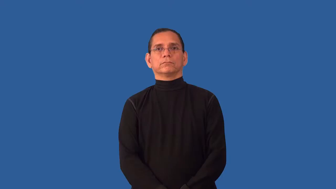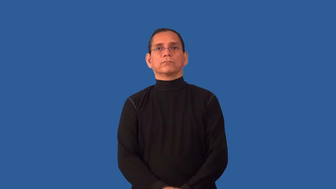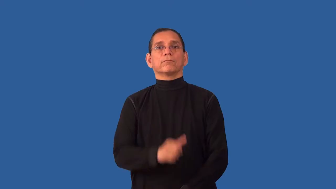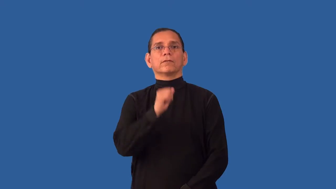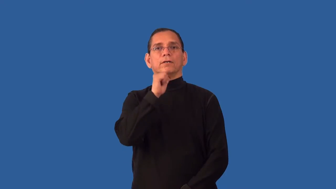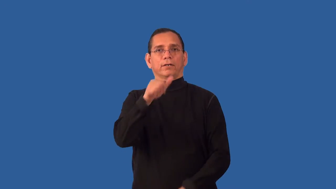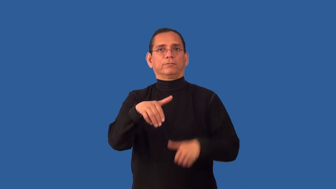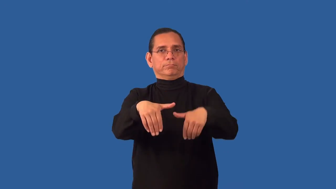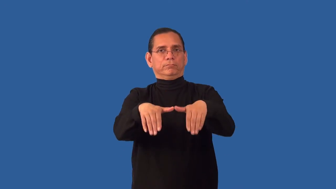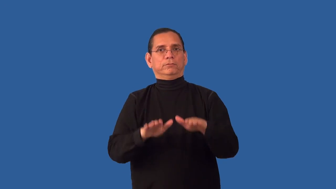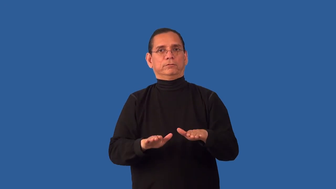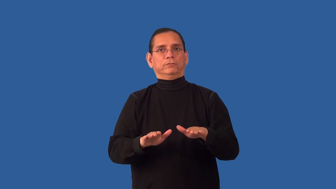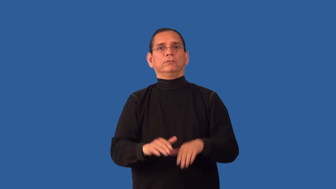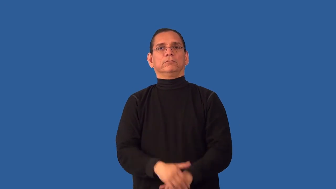unburied